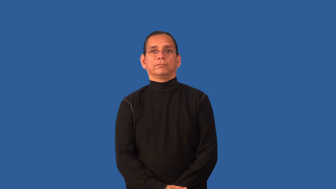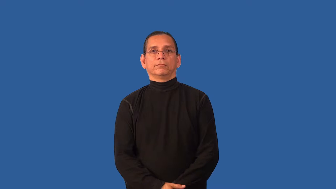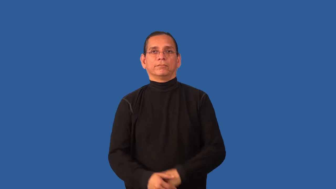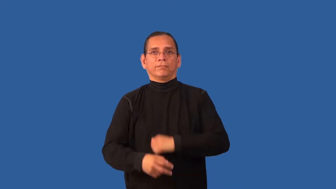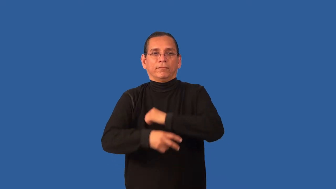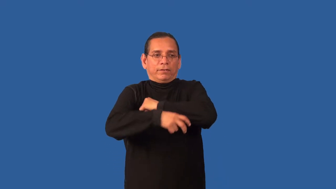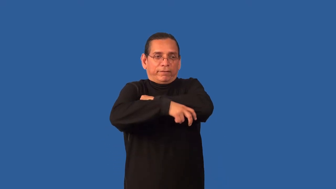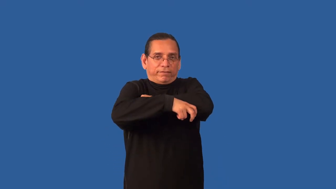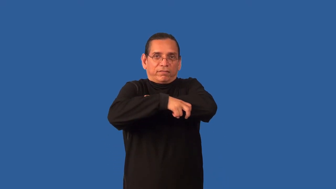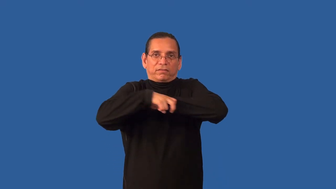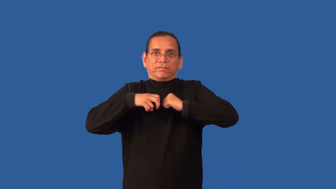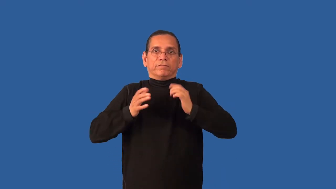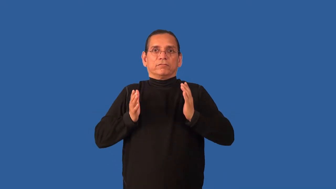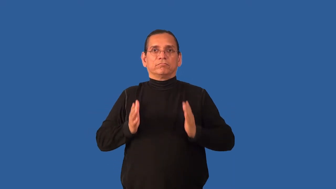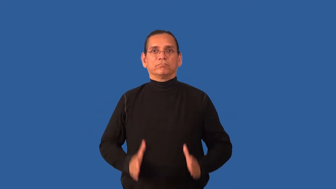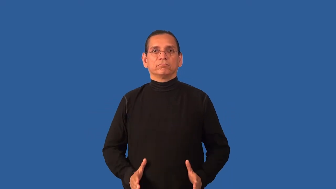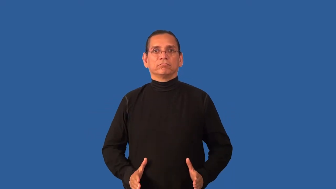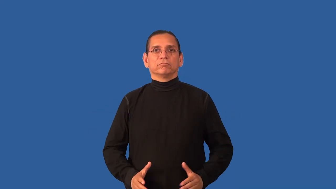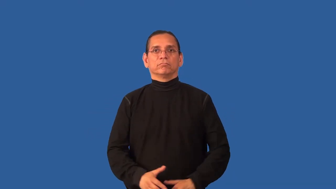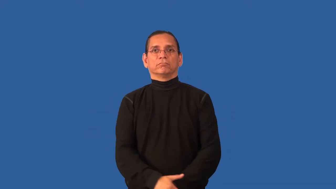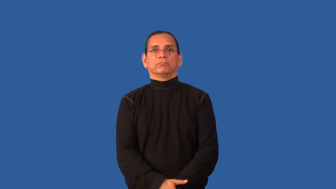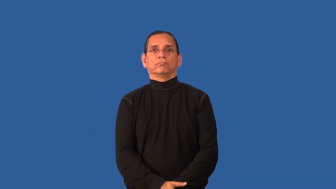pilferer